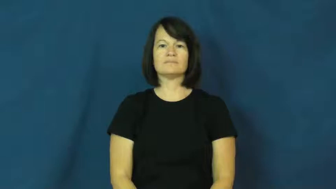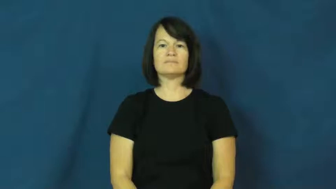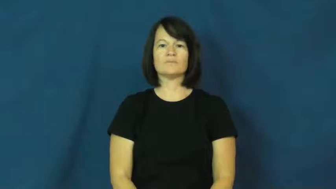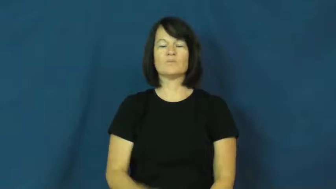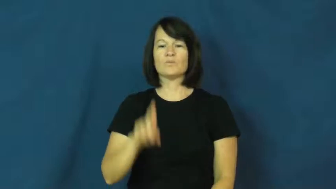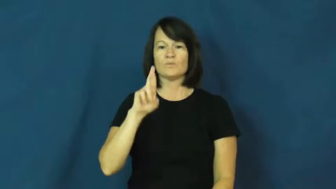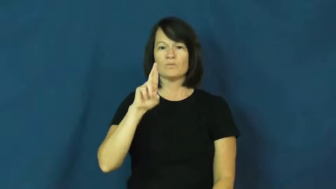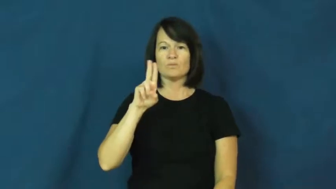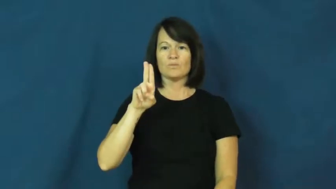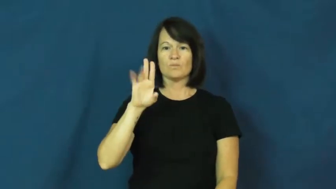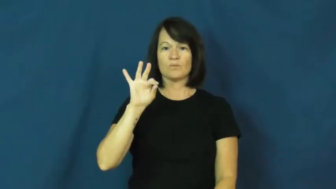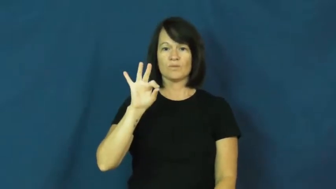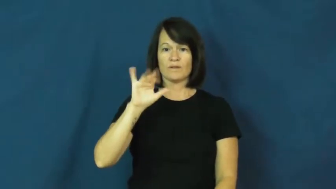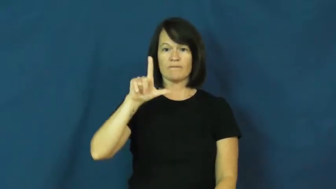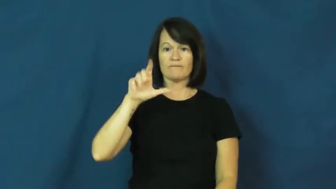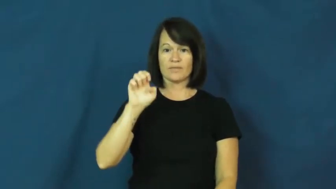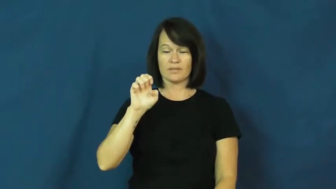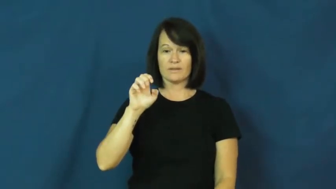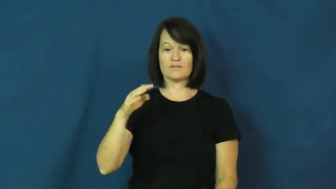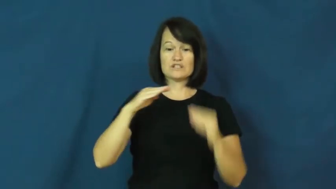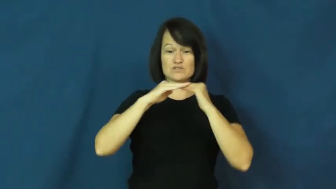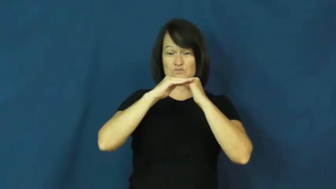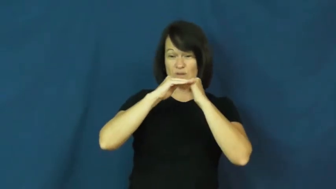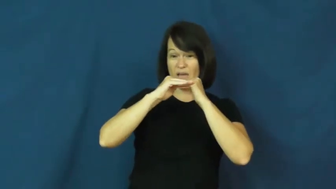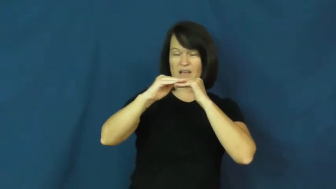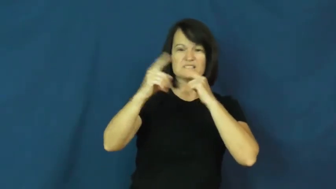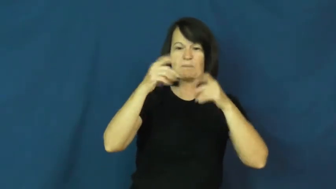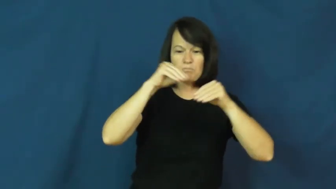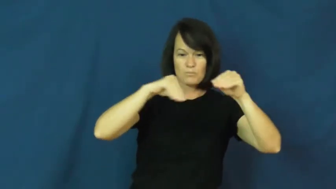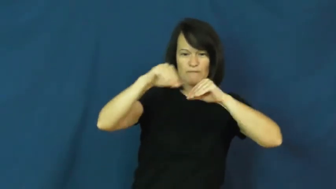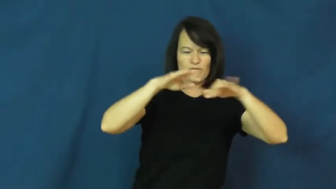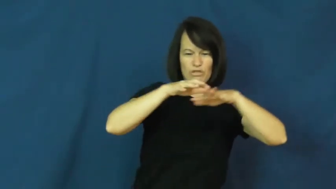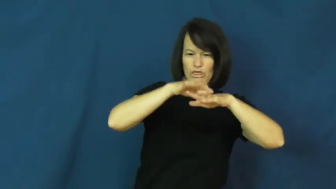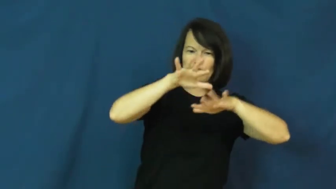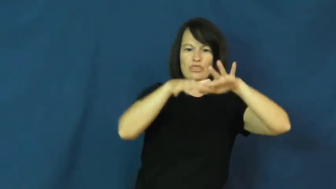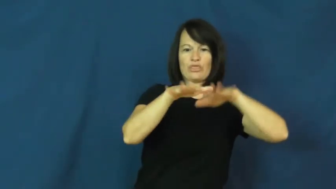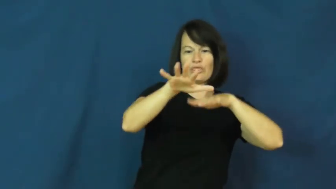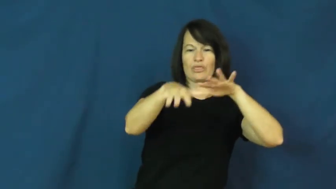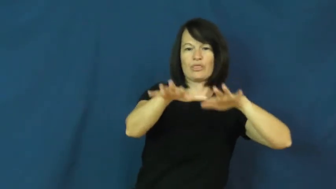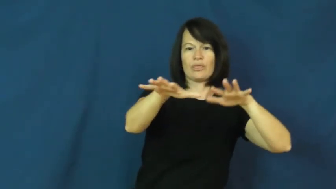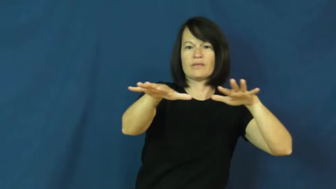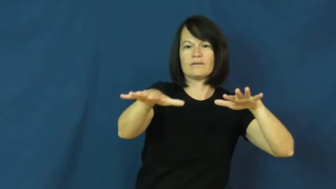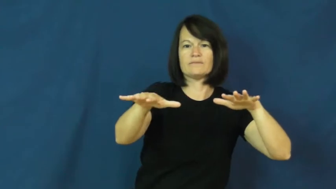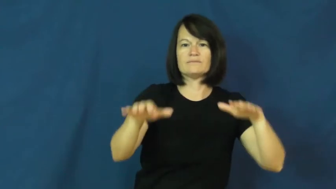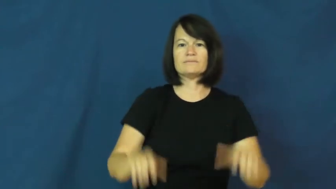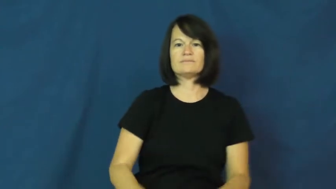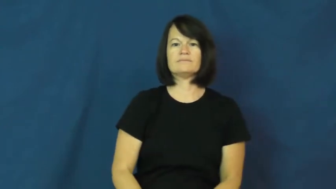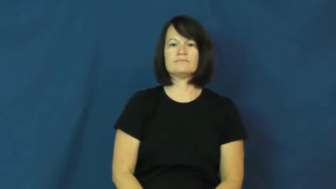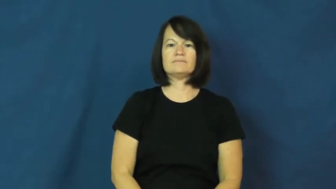ruffle-move